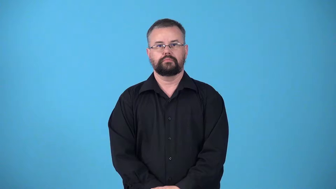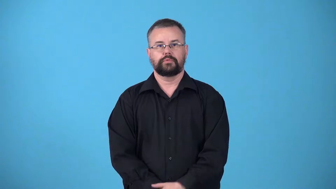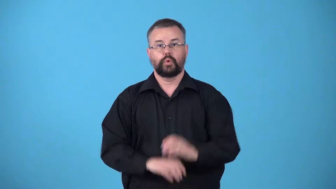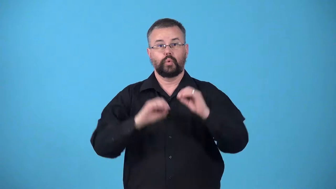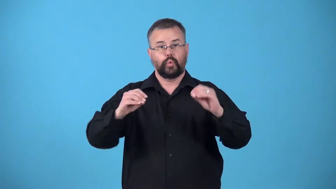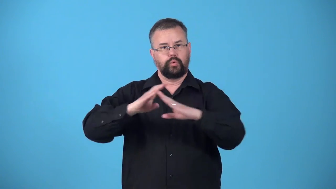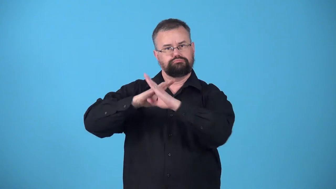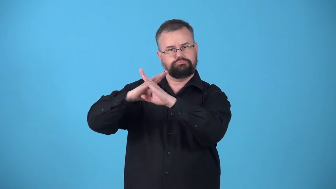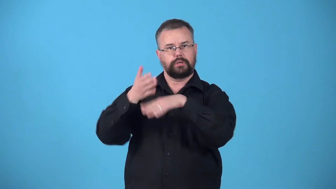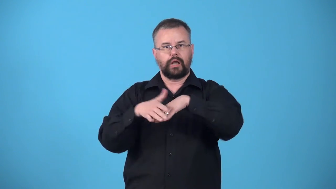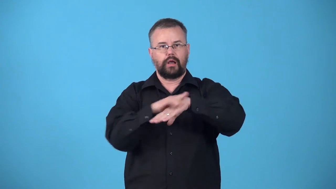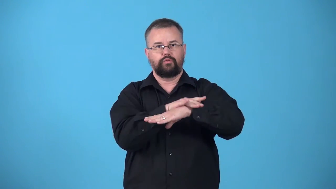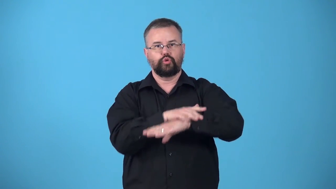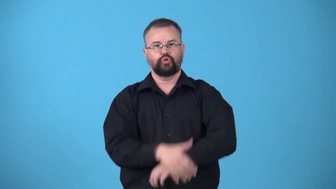unvarished-varnish